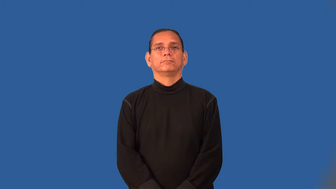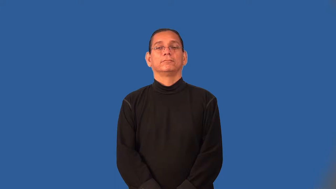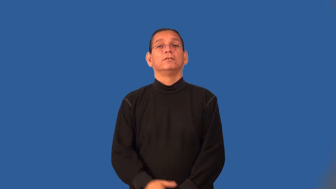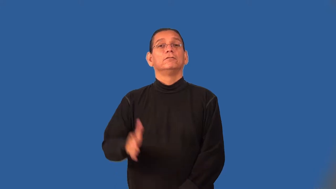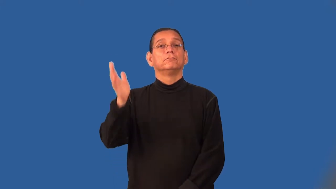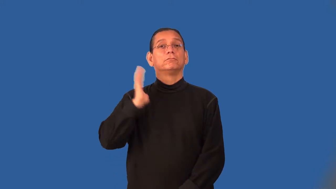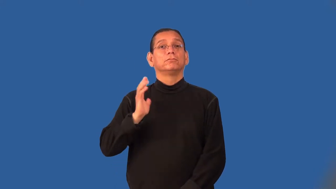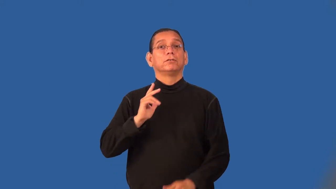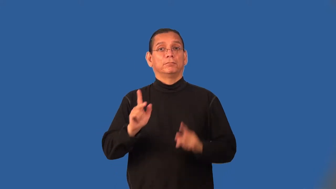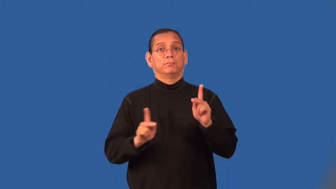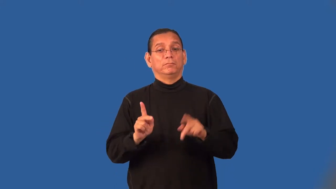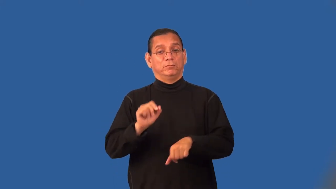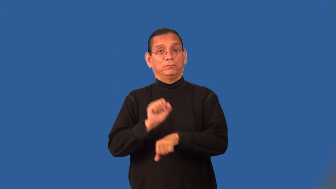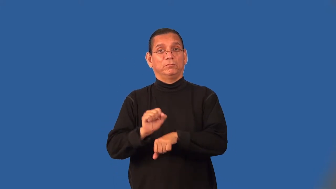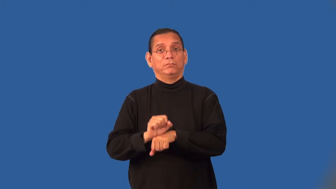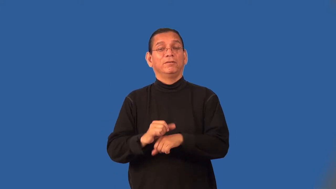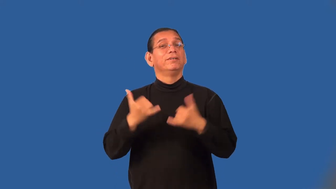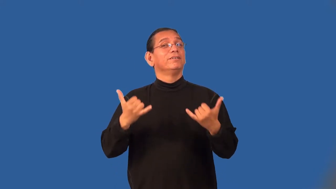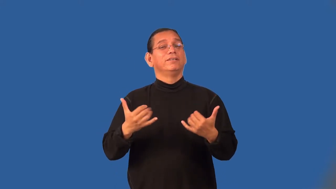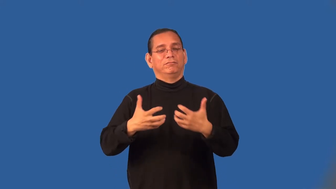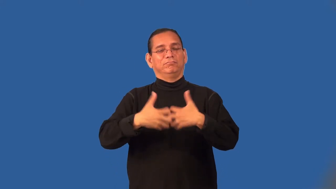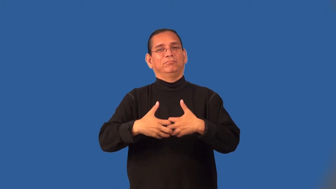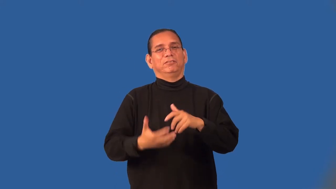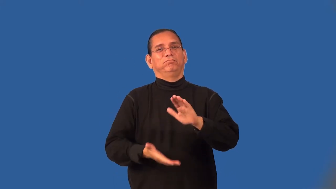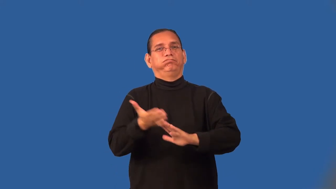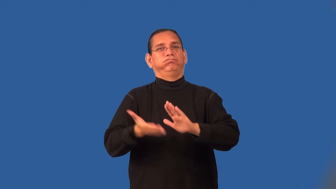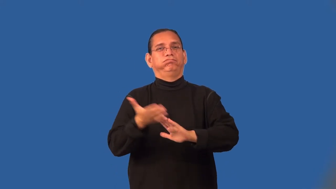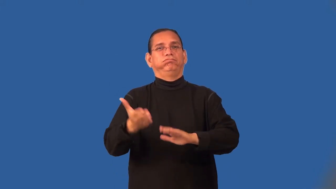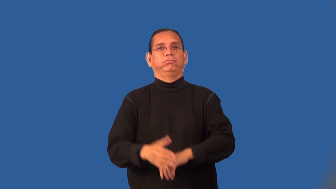mechanize